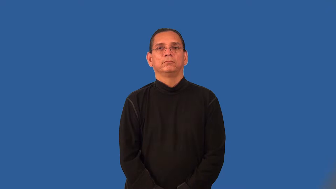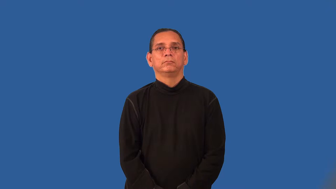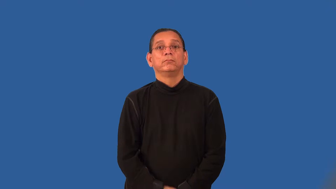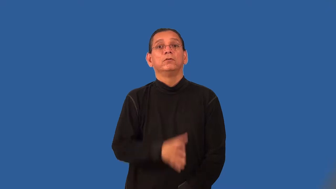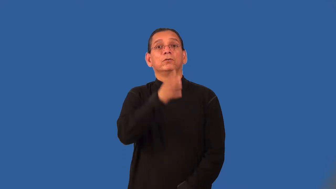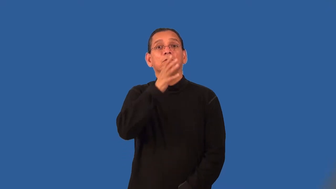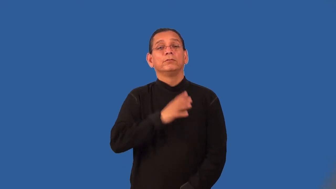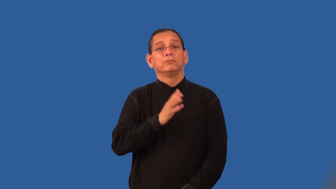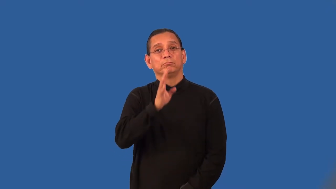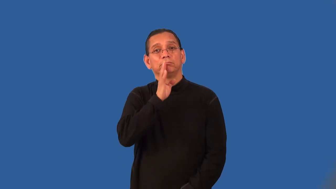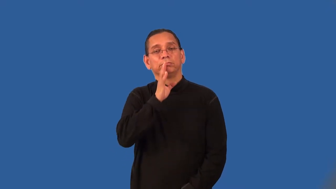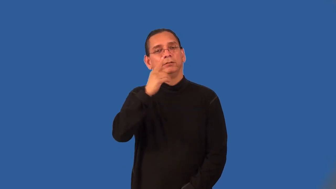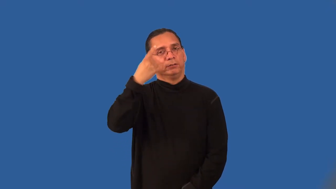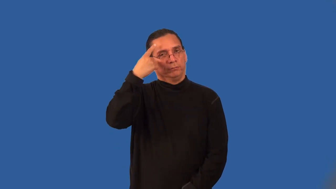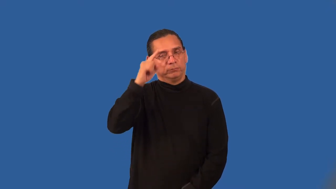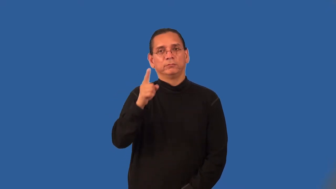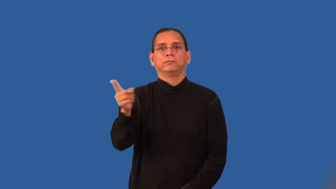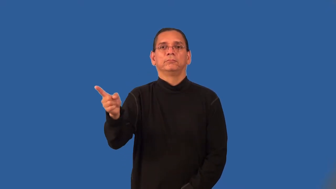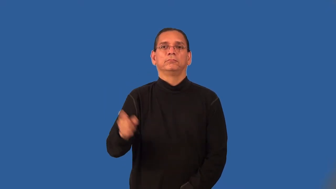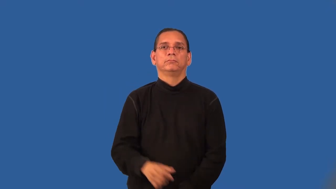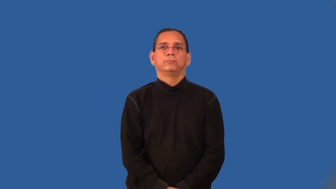spokeswoman